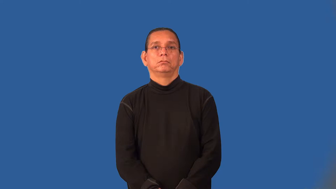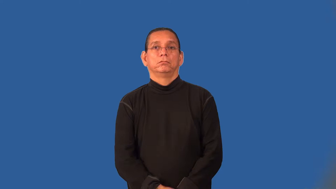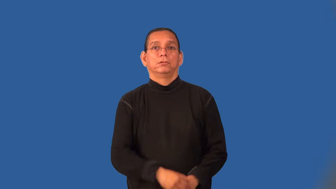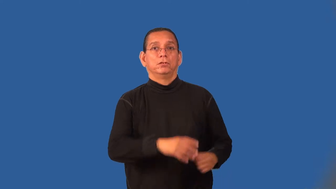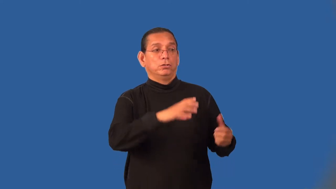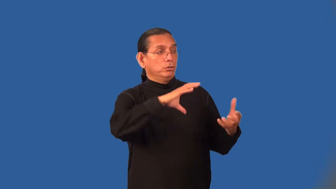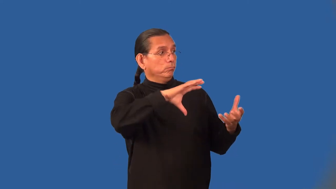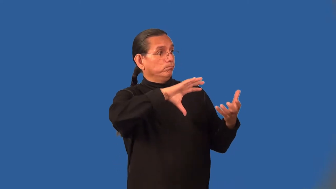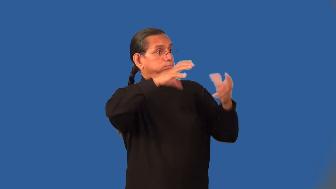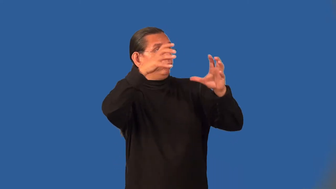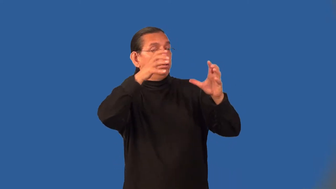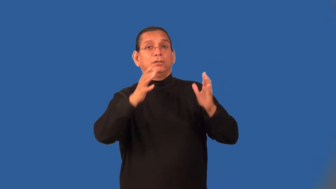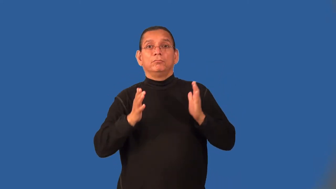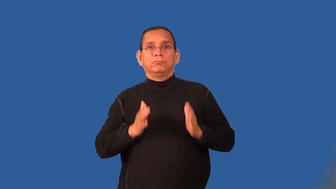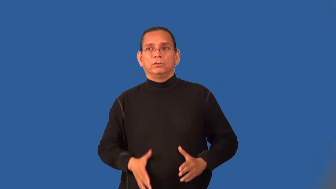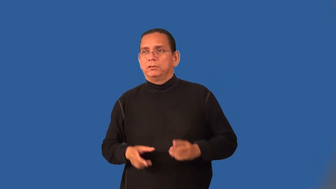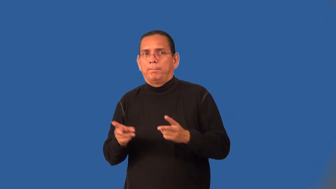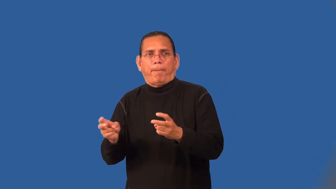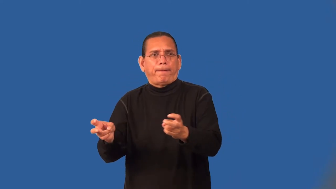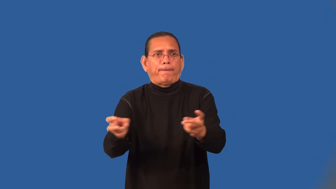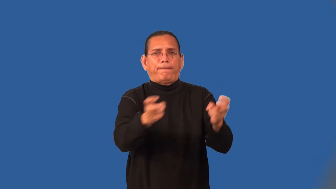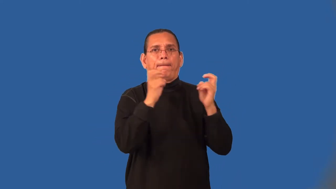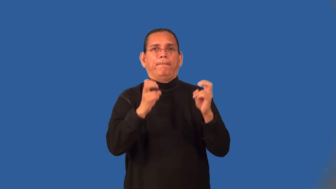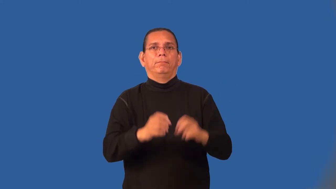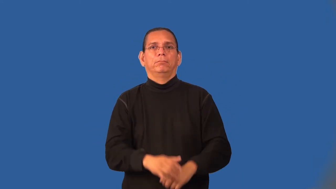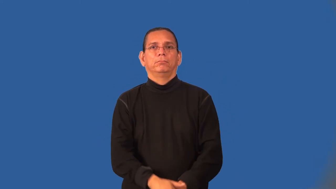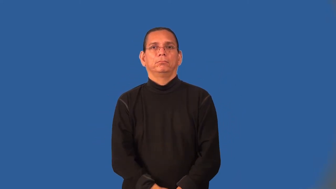looter